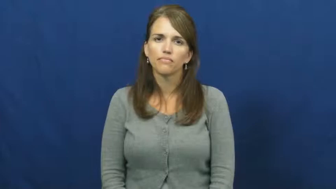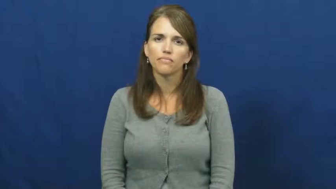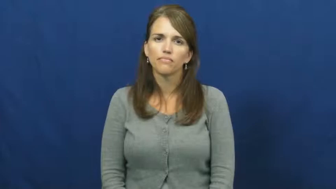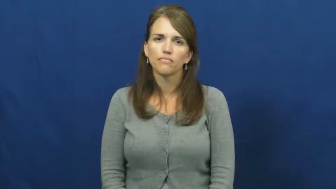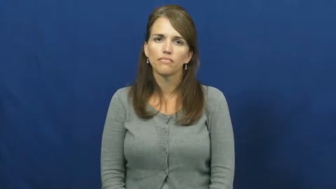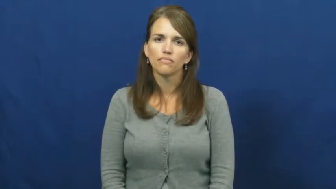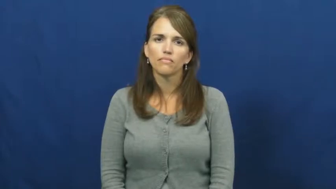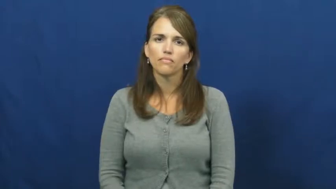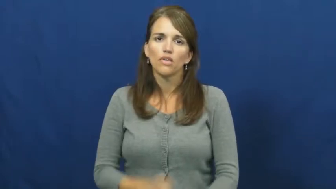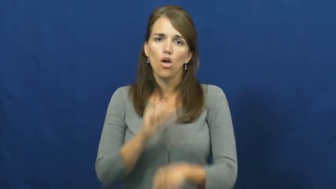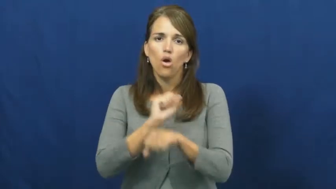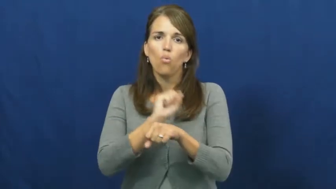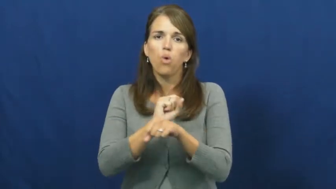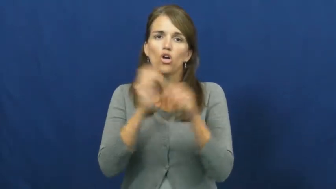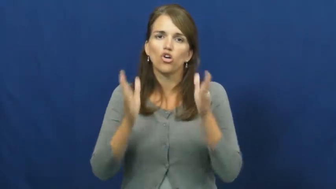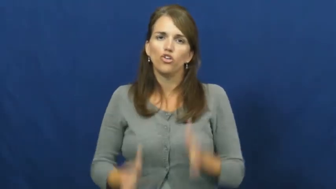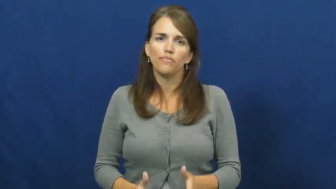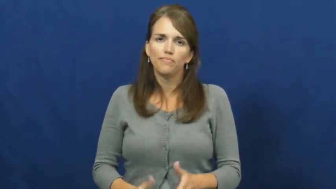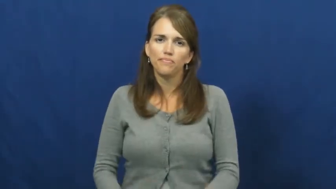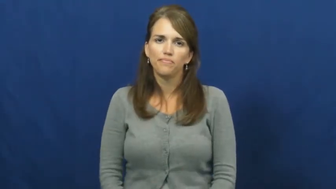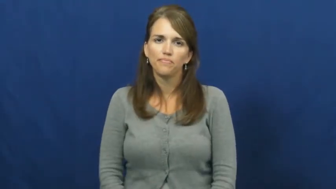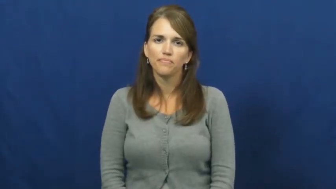worker,workman